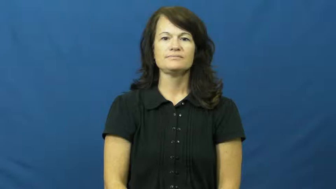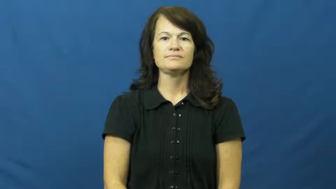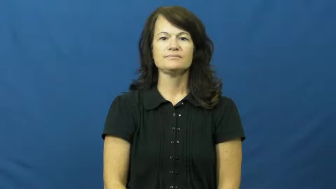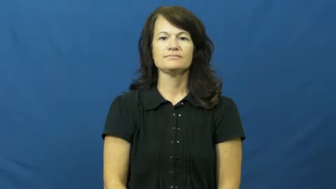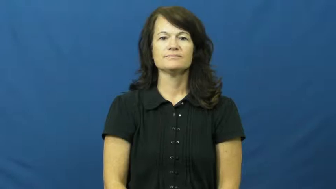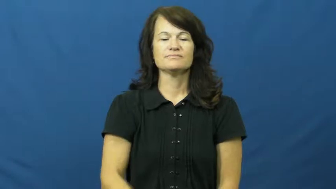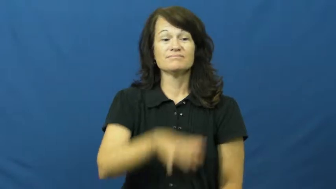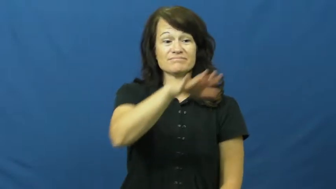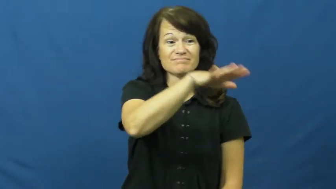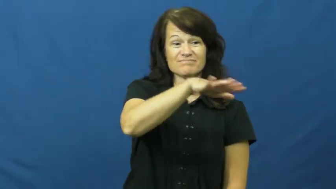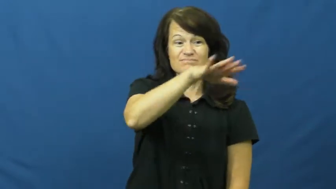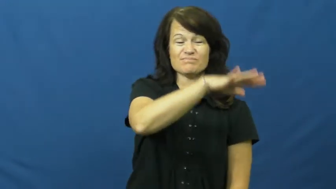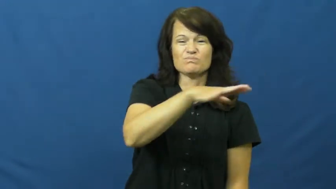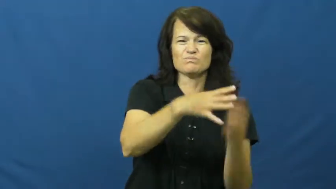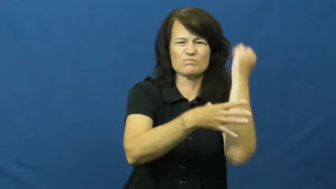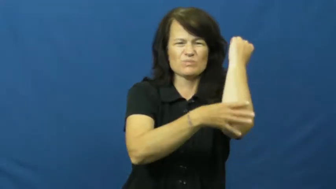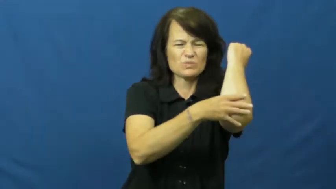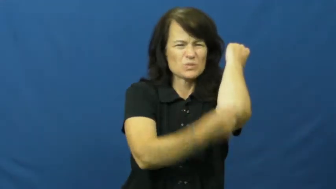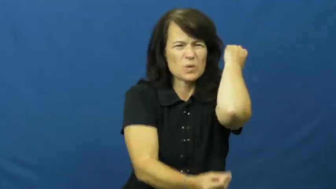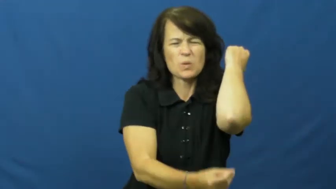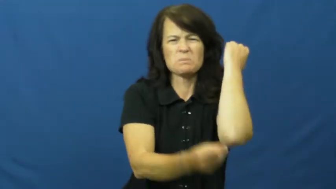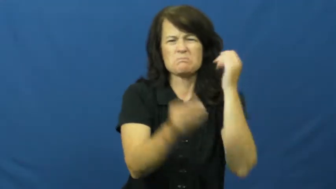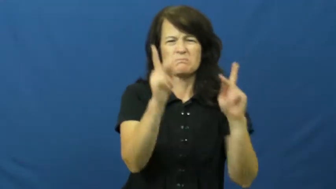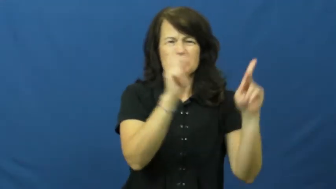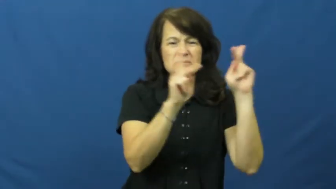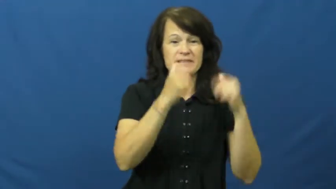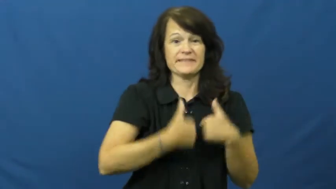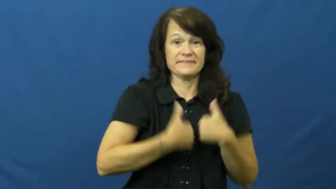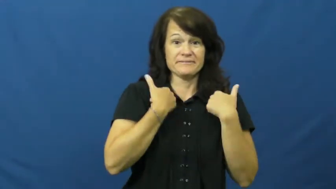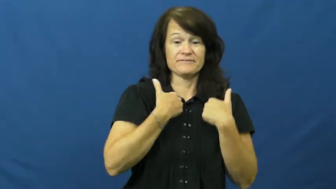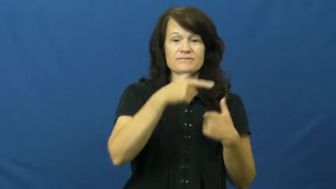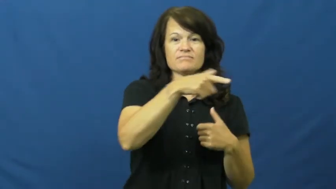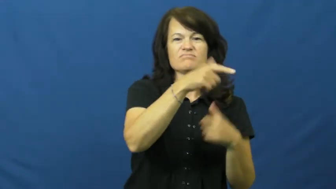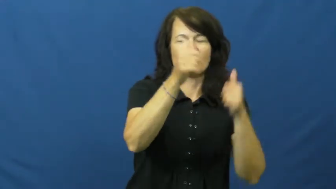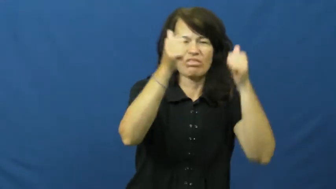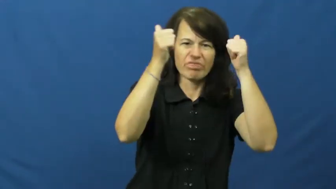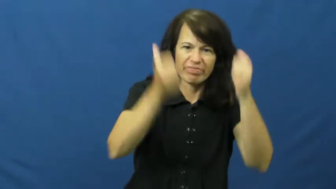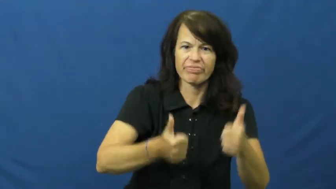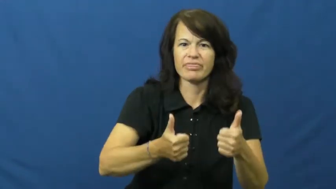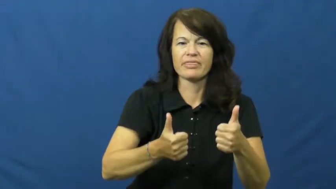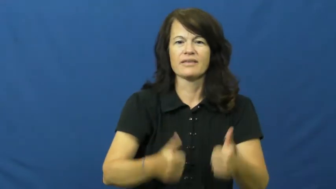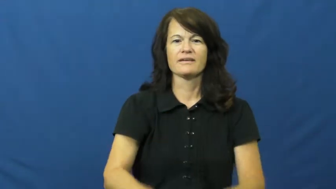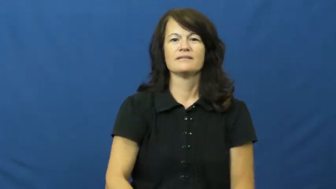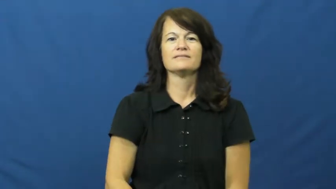ghetto